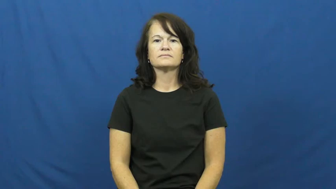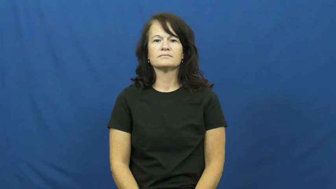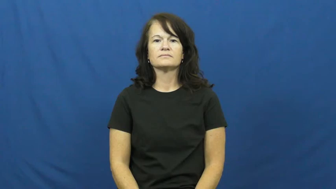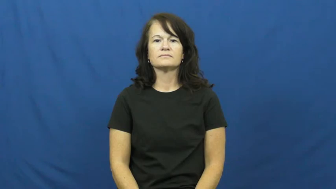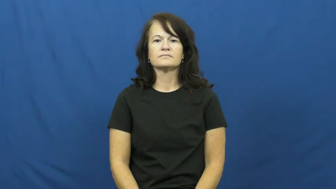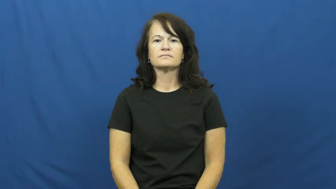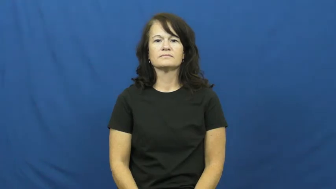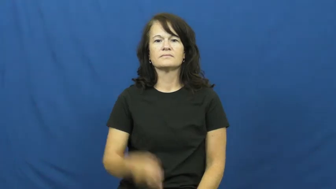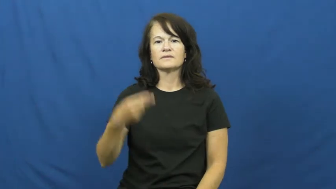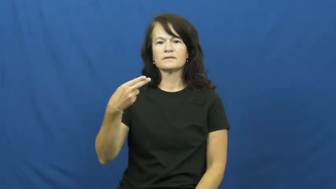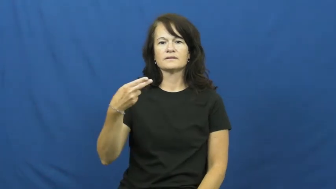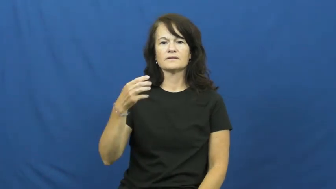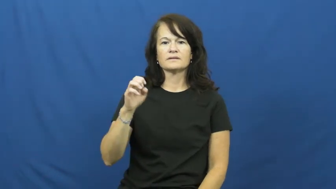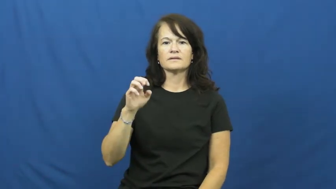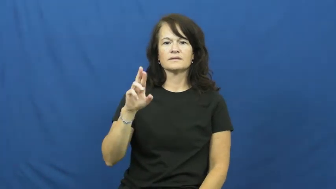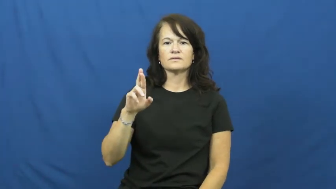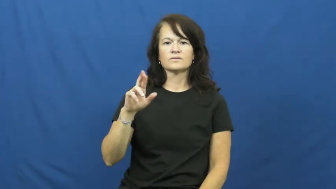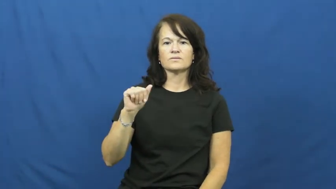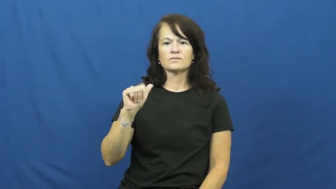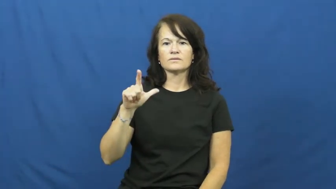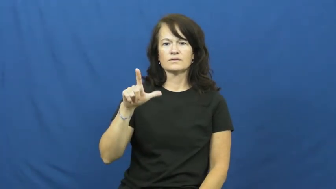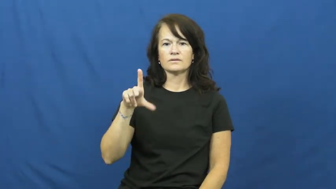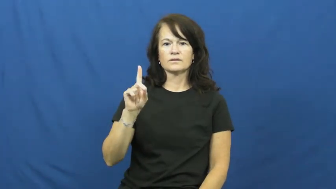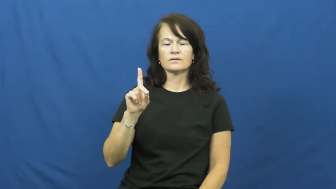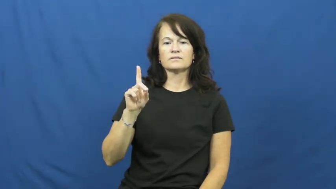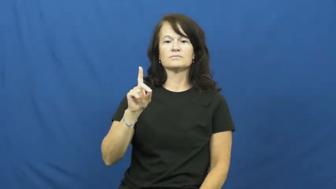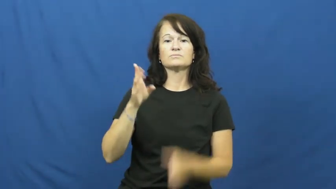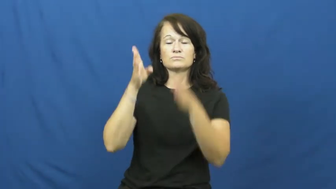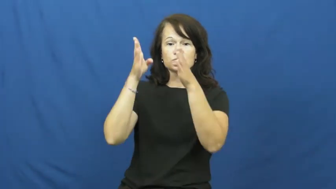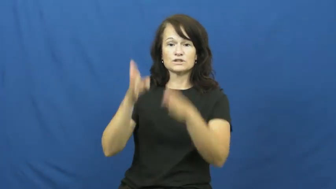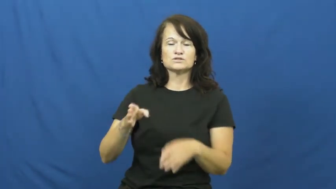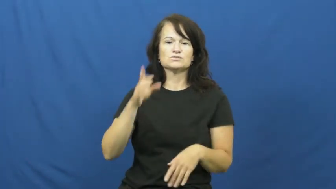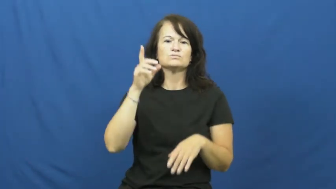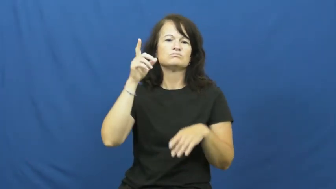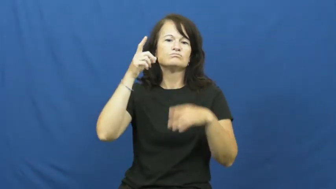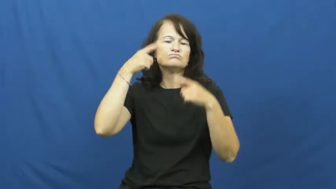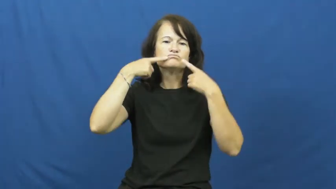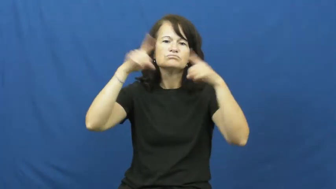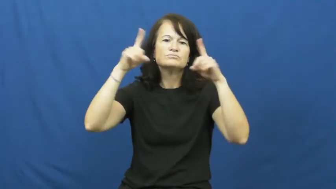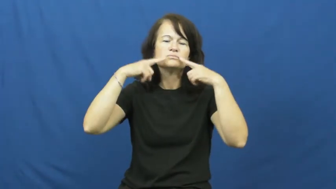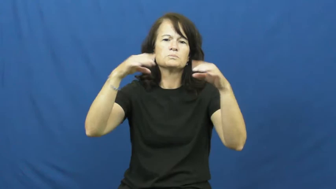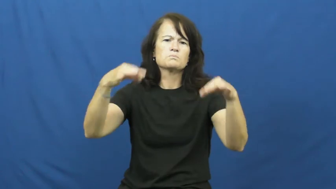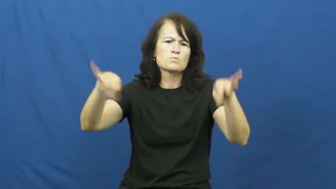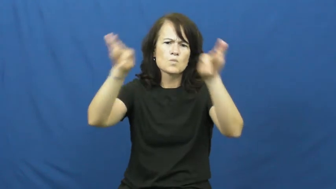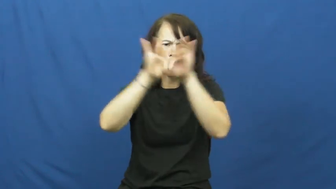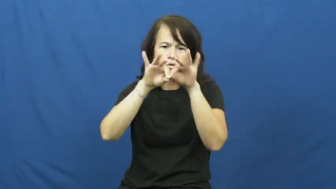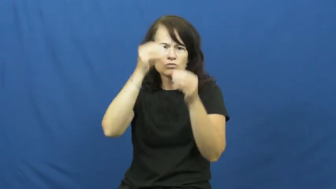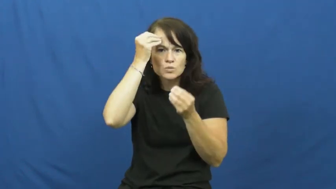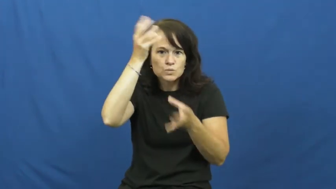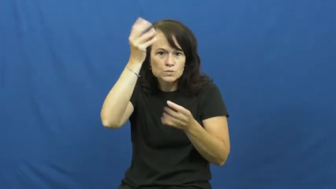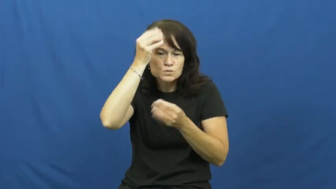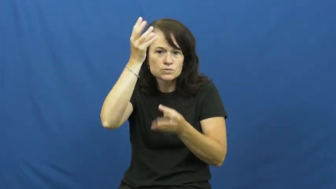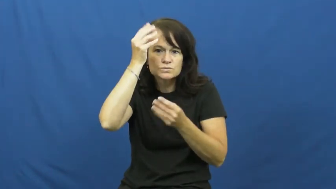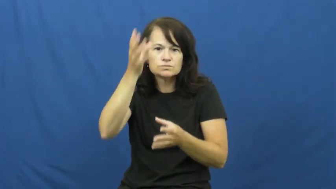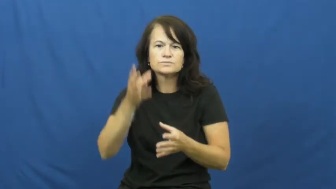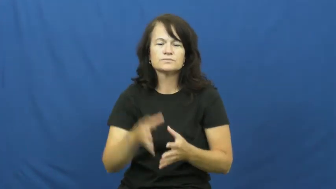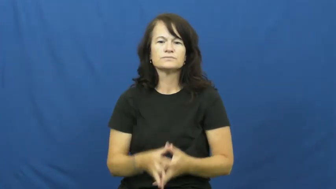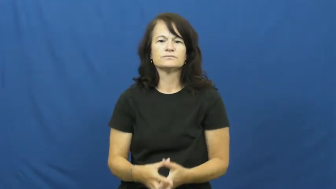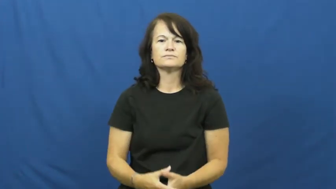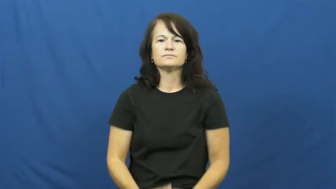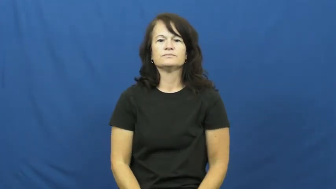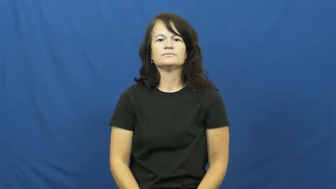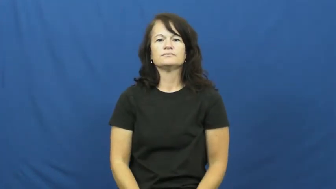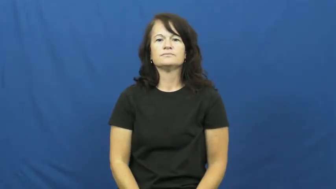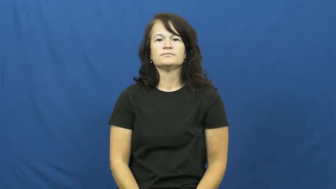herald